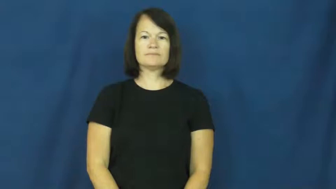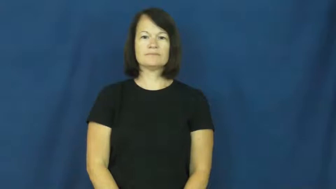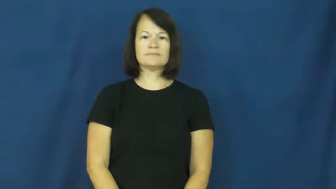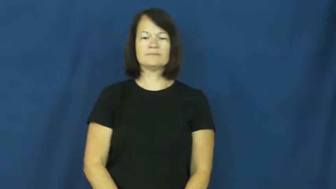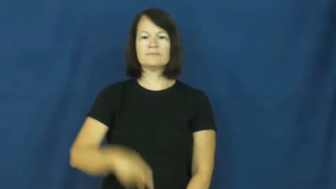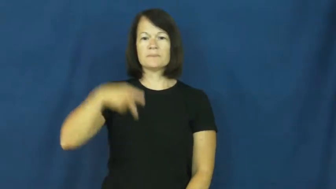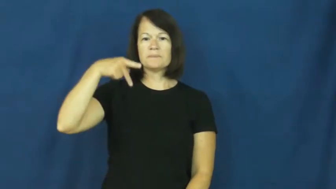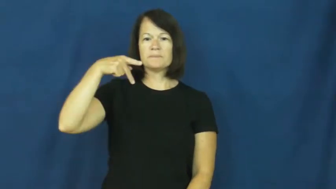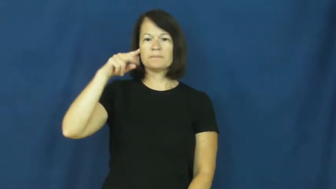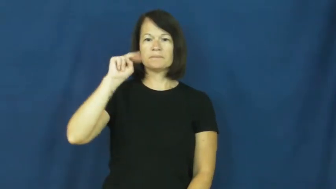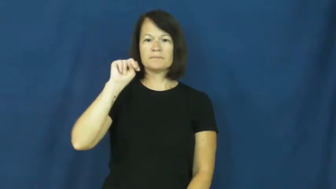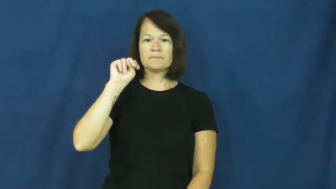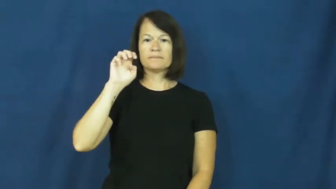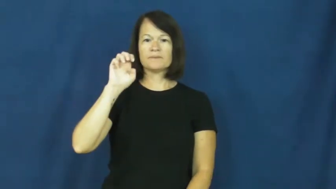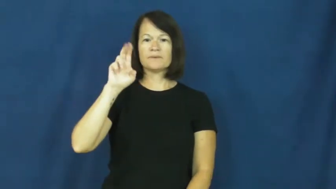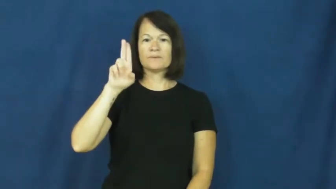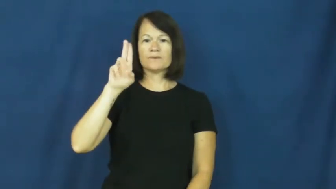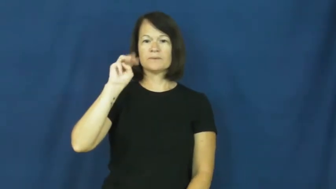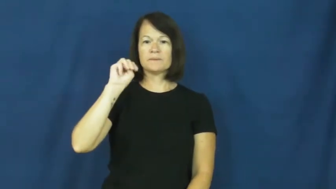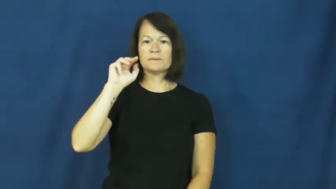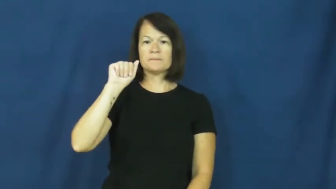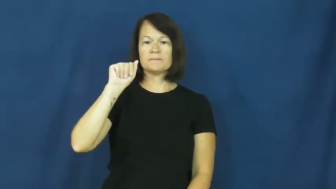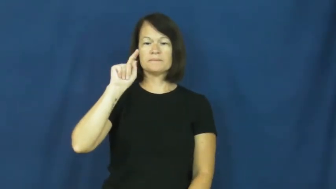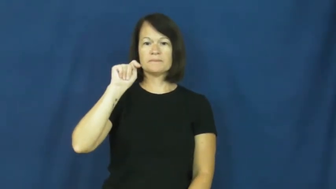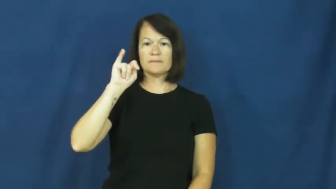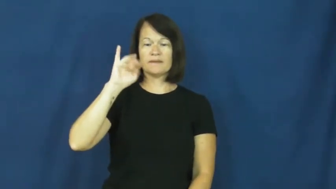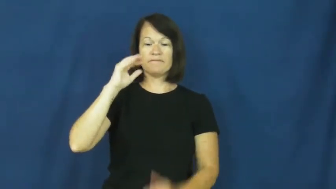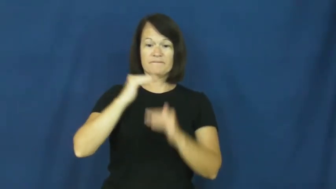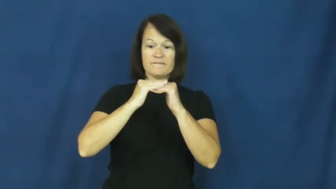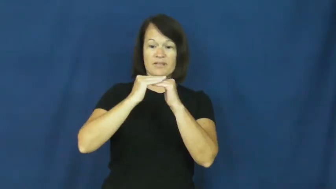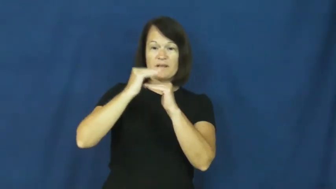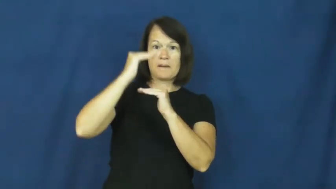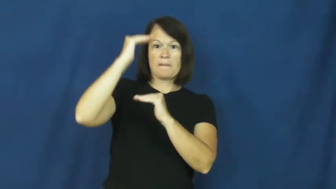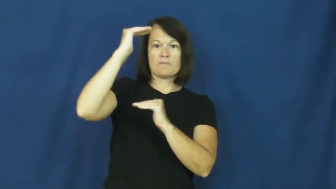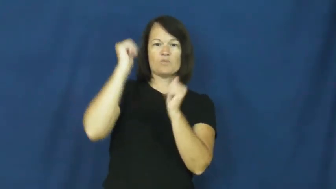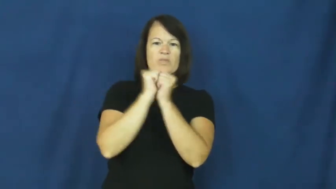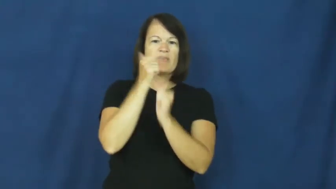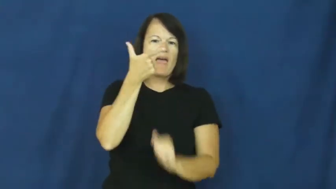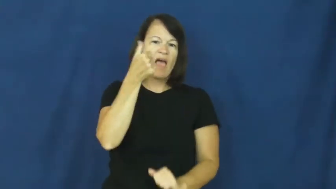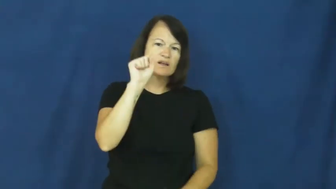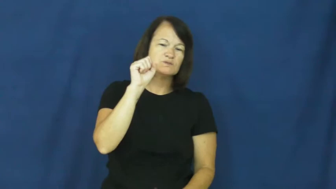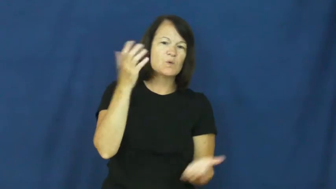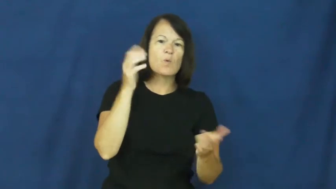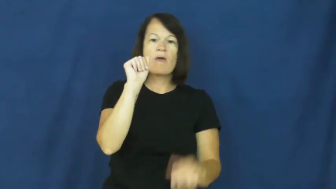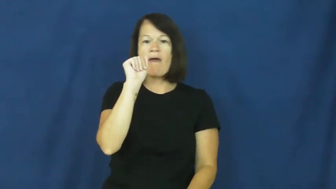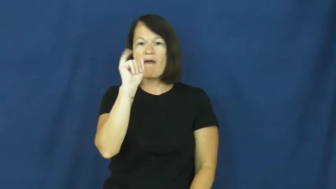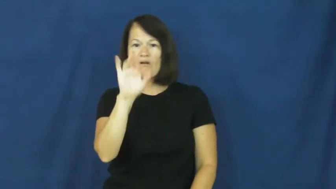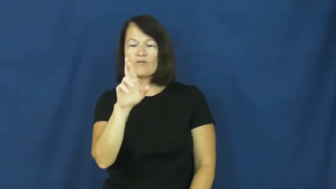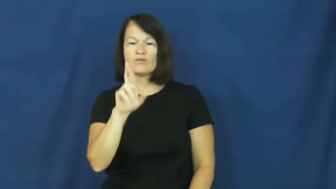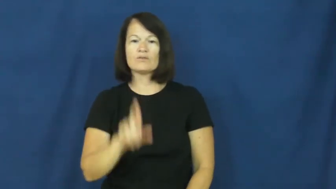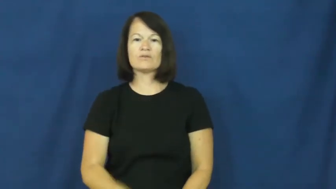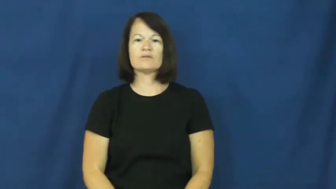pneumatic